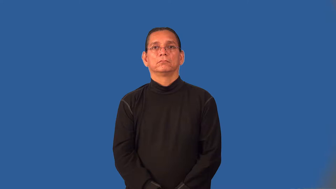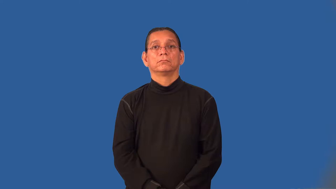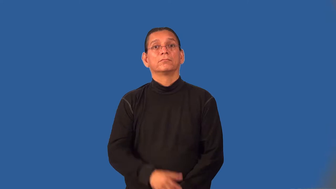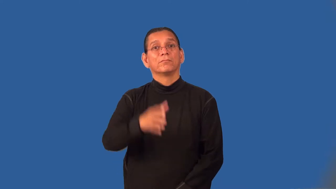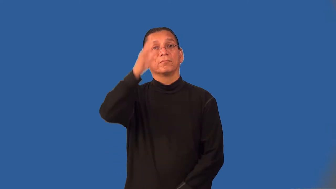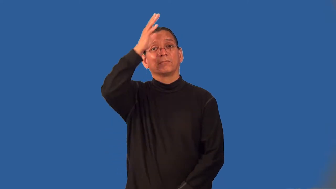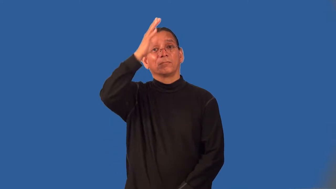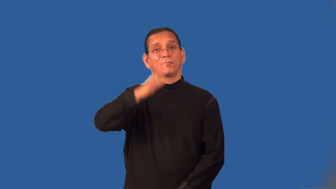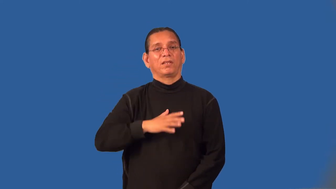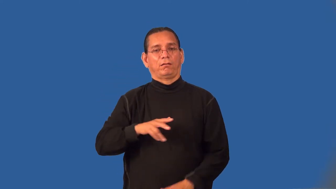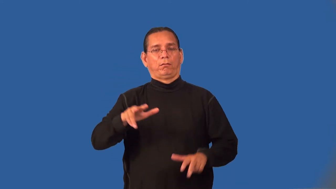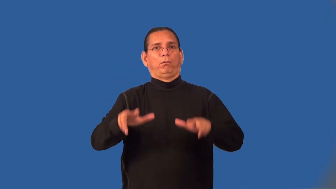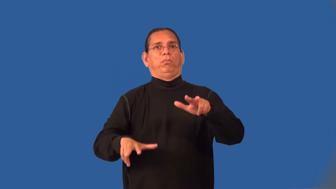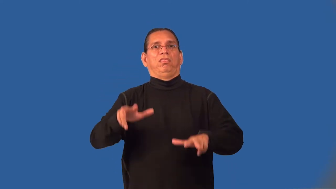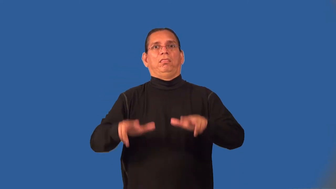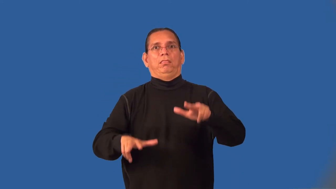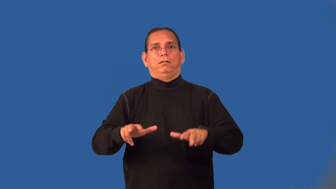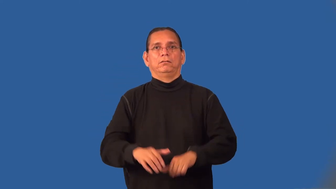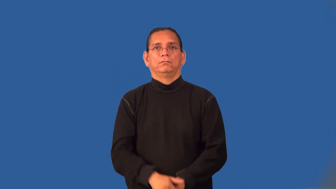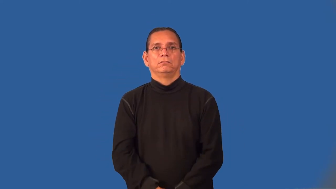layman